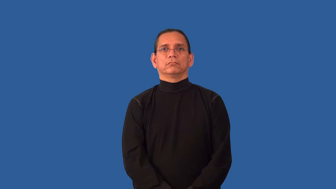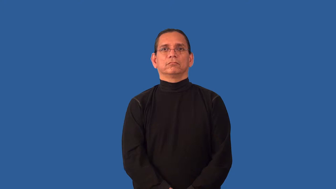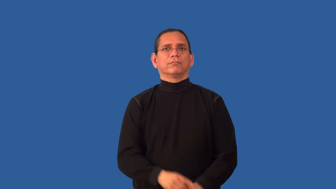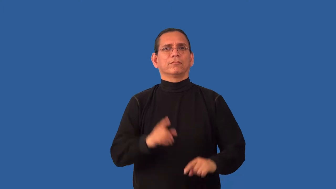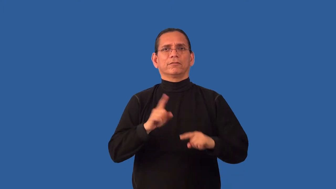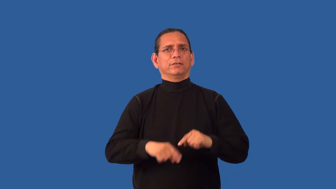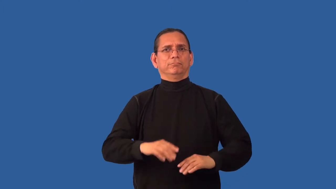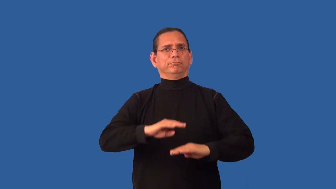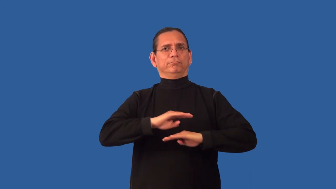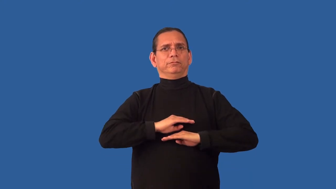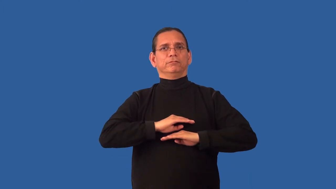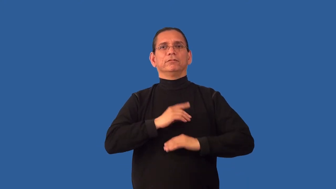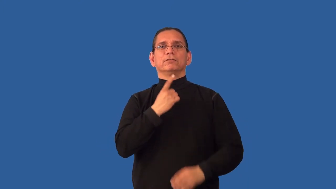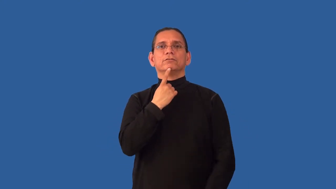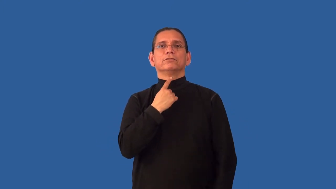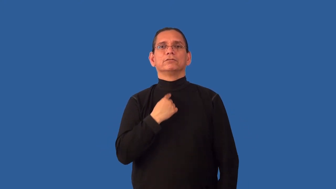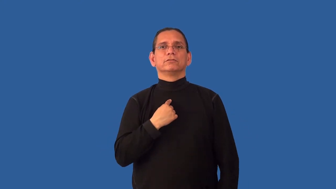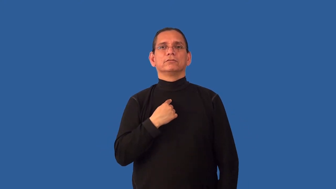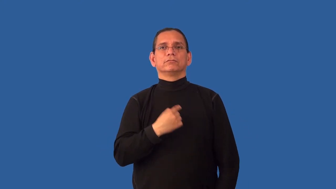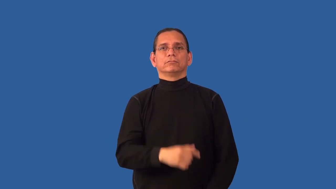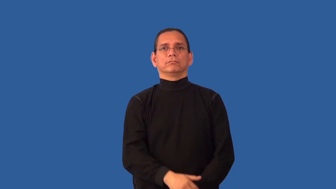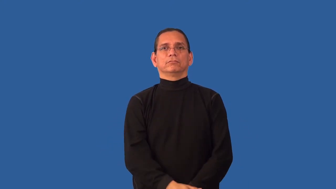unquenchable